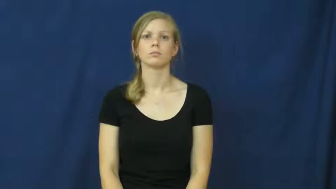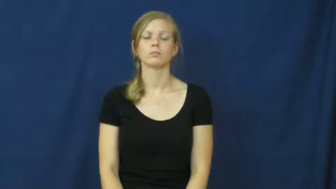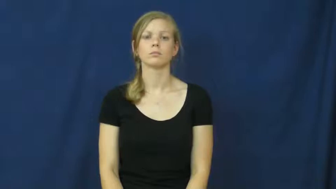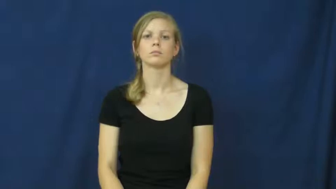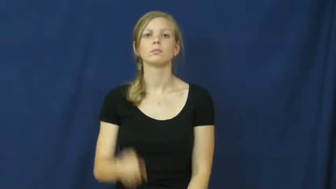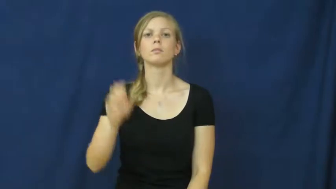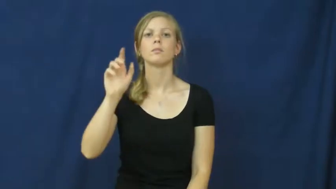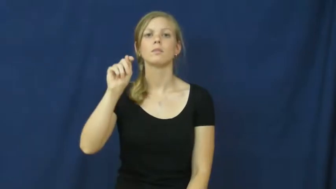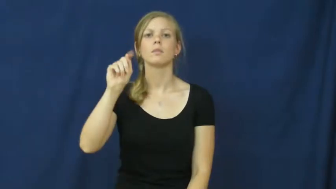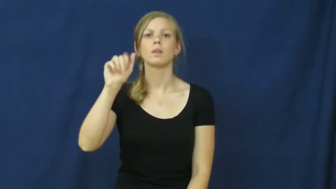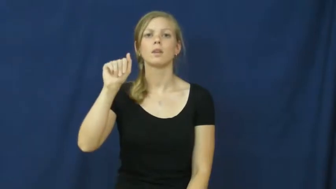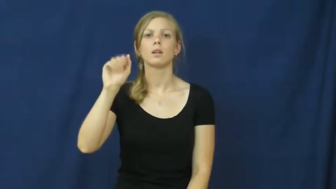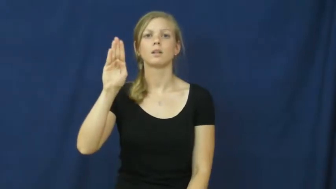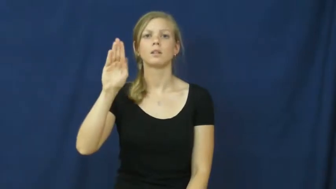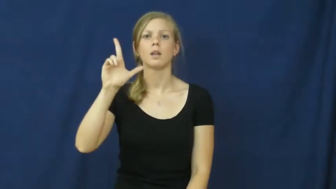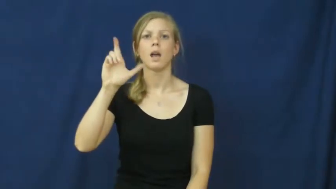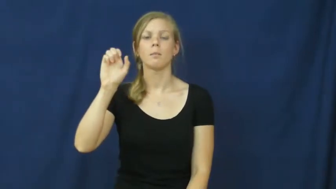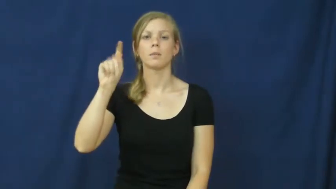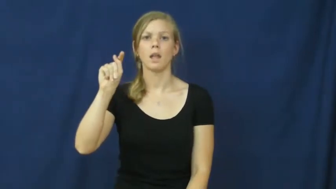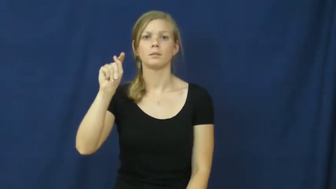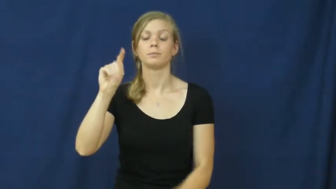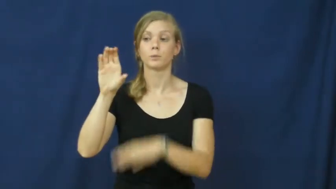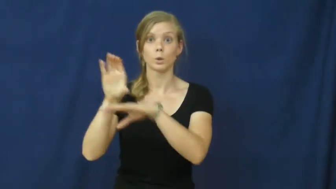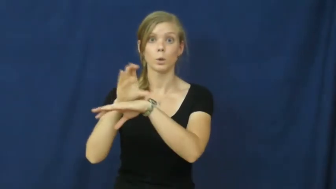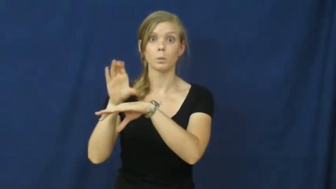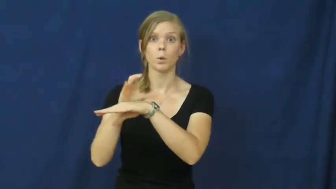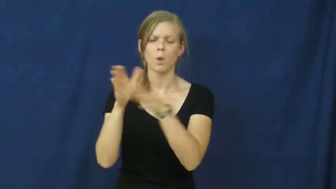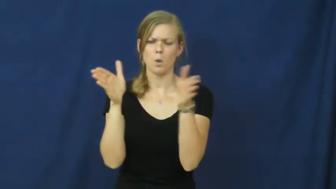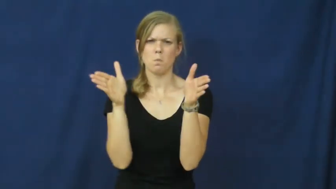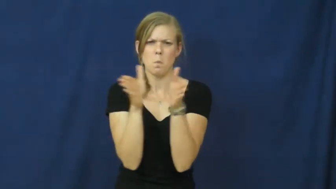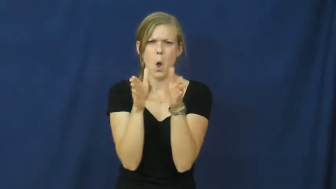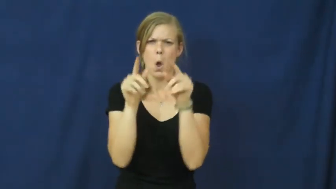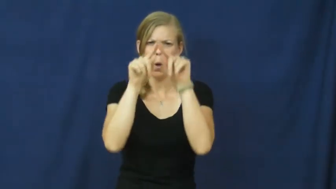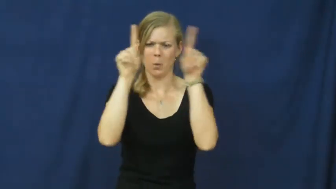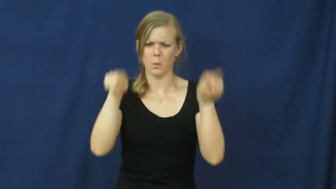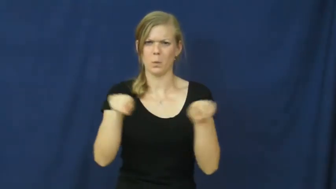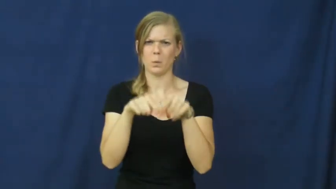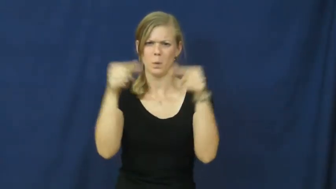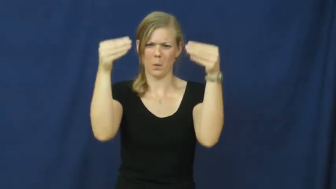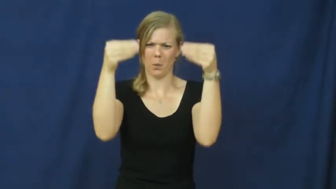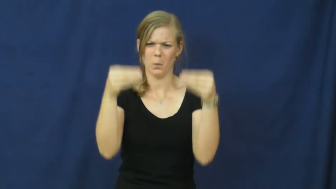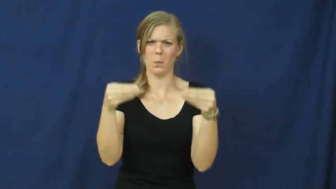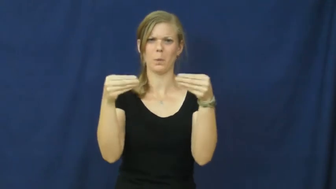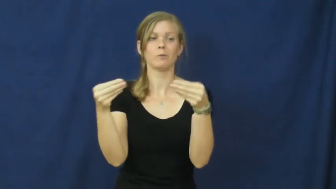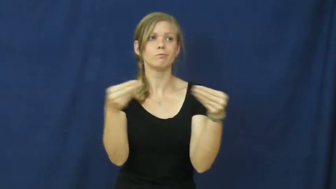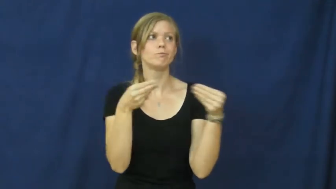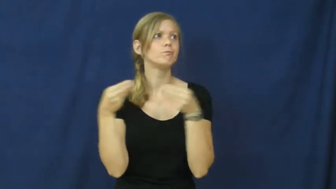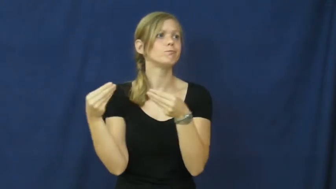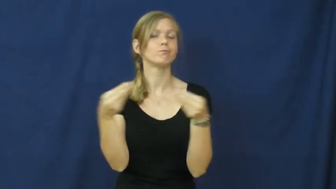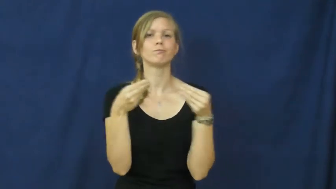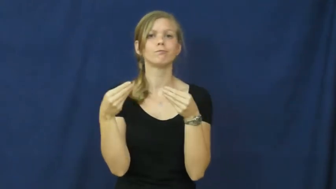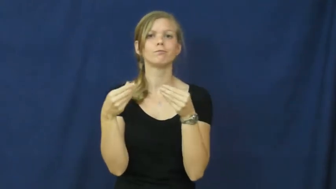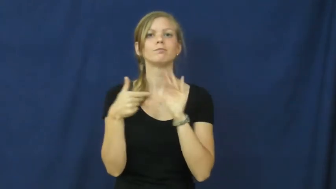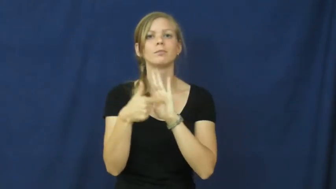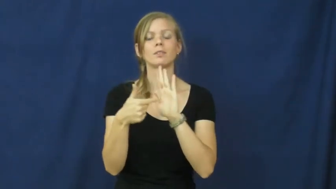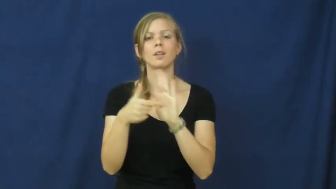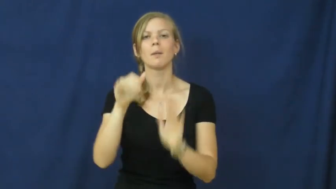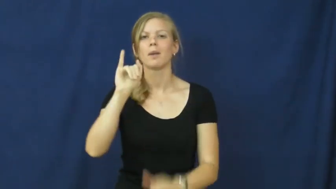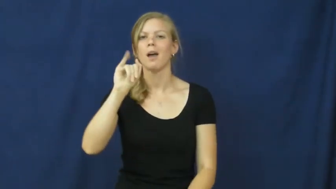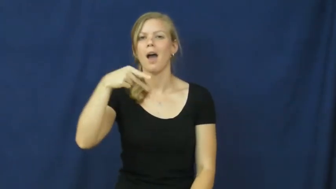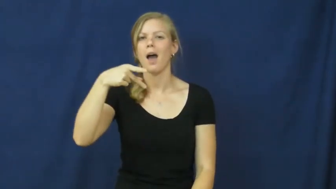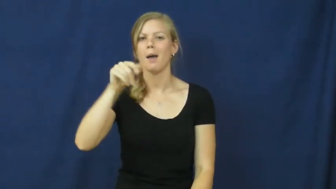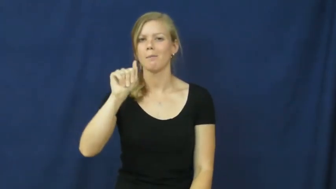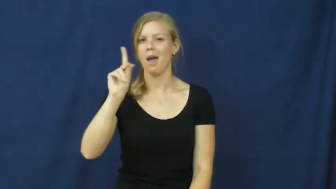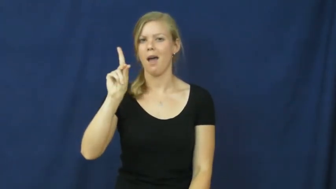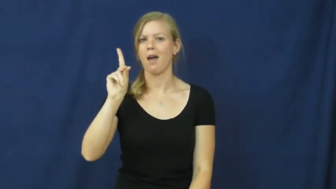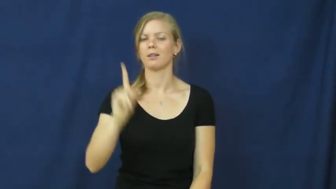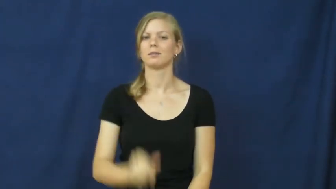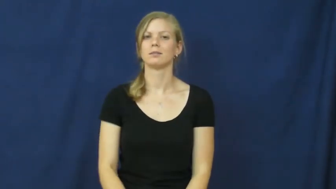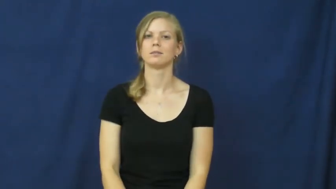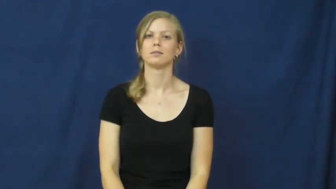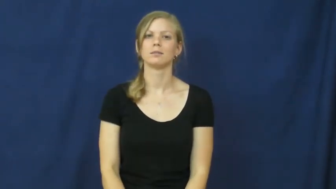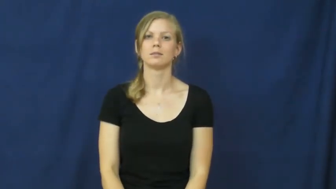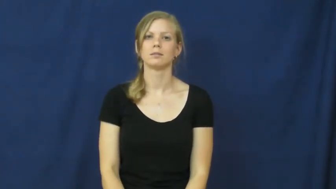tablet-computer